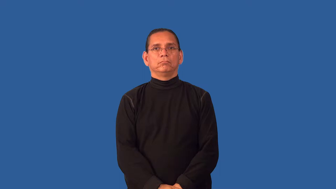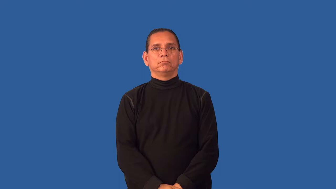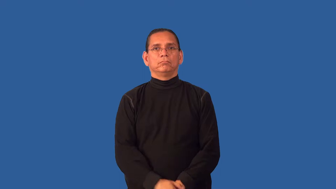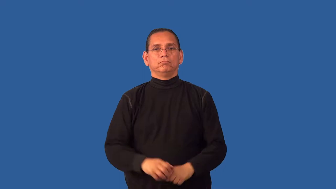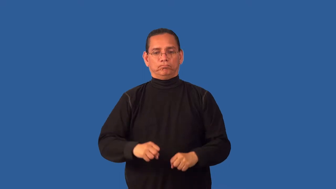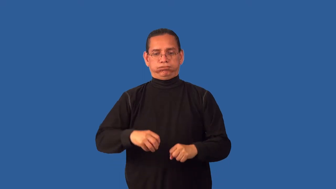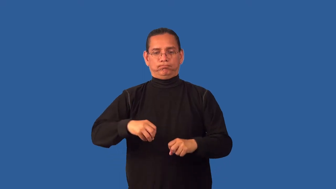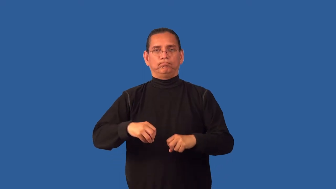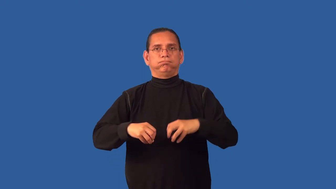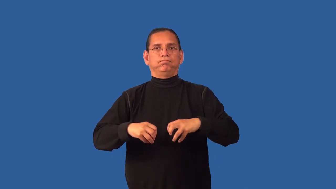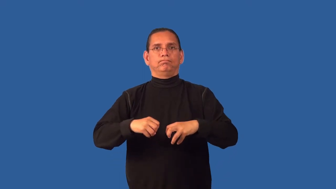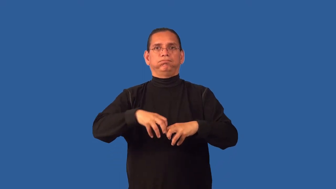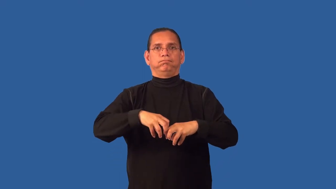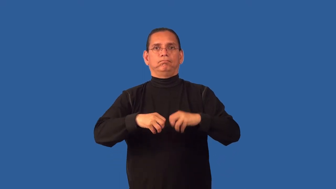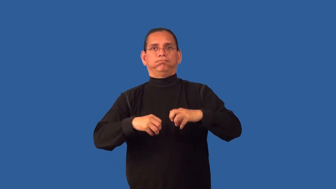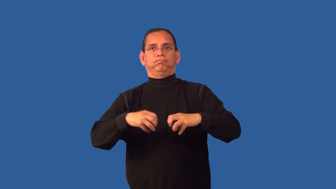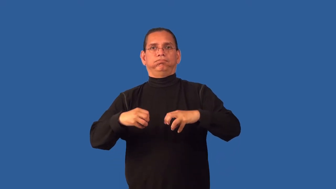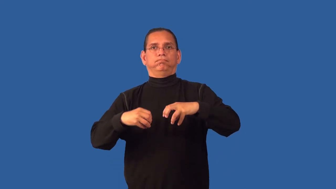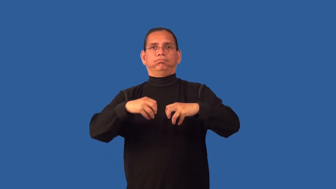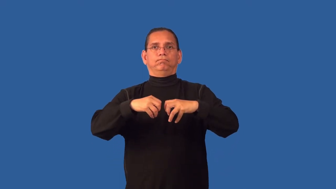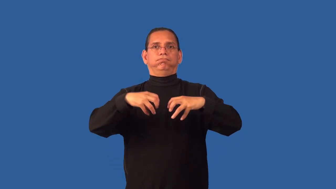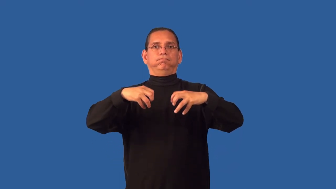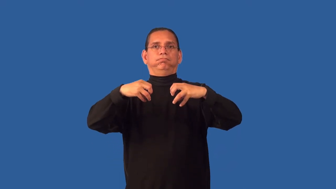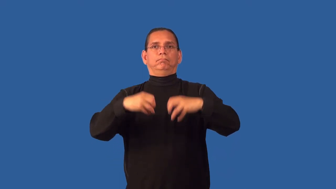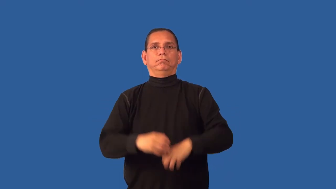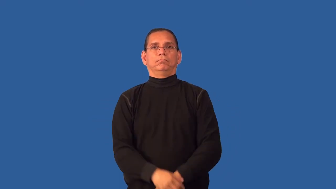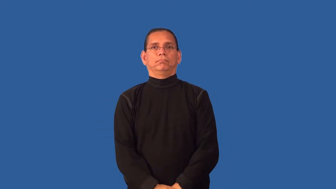foam,bubble,lather,suds,soapsuds